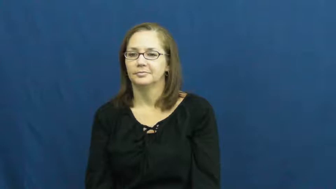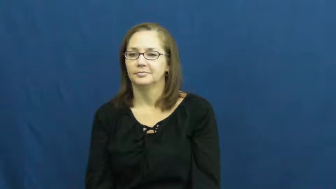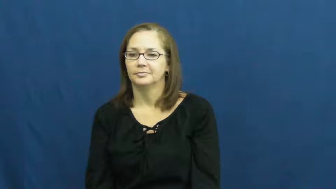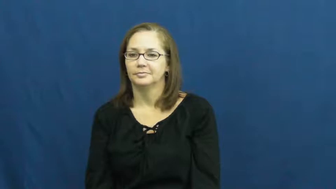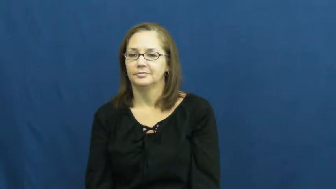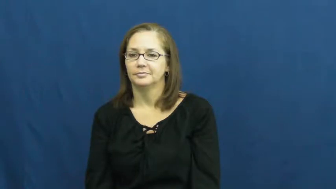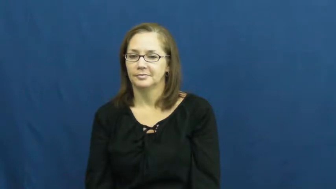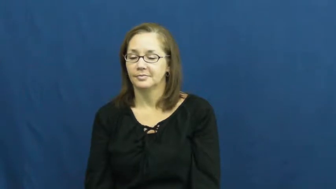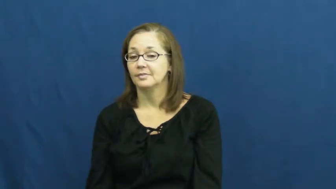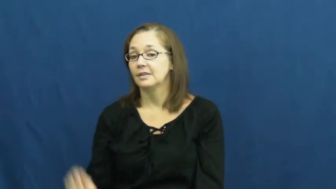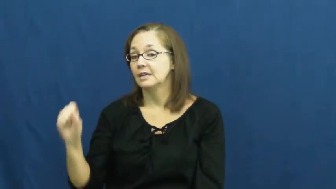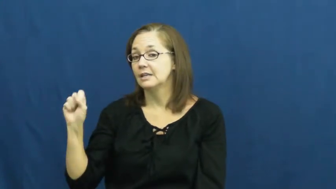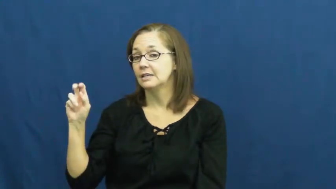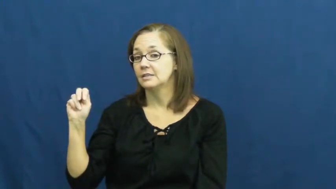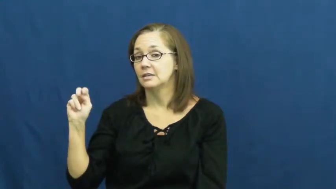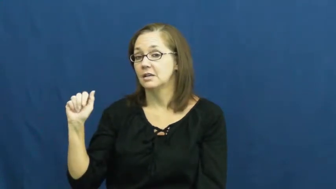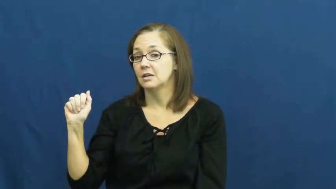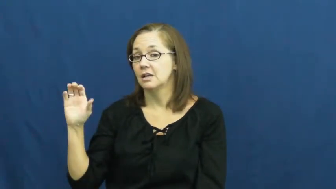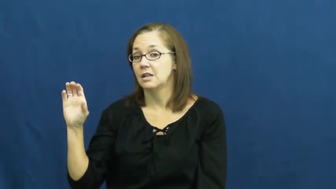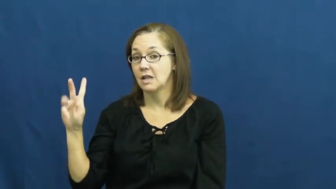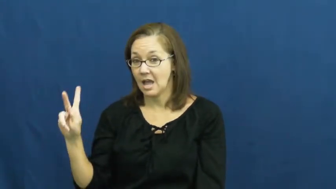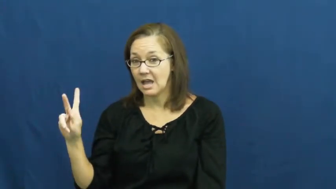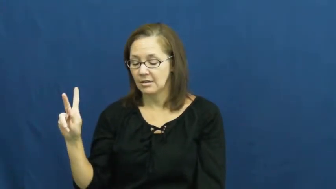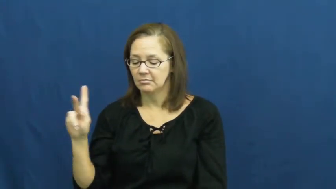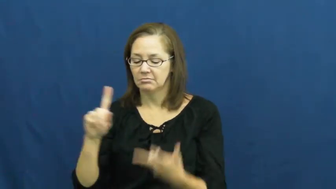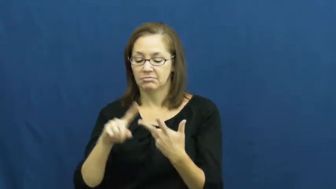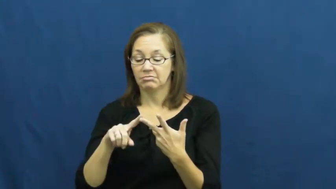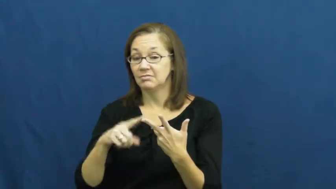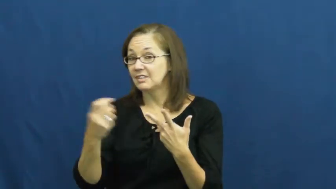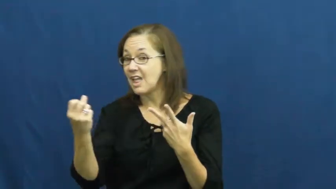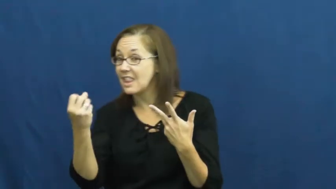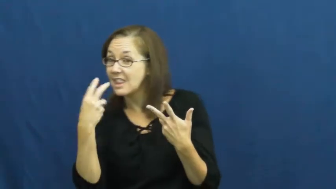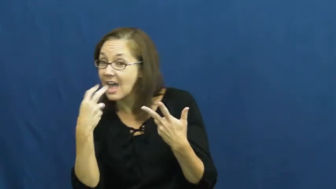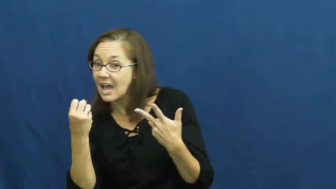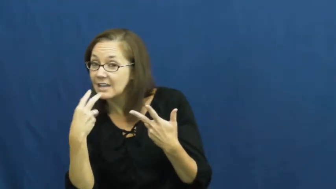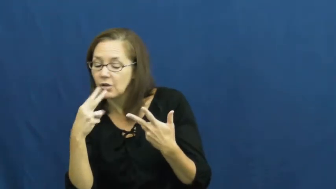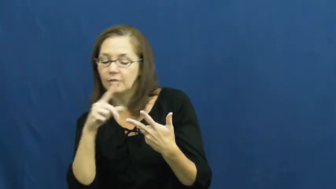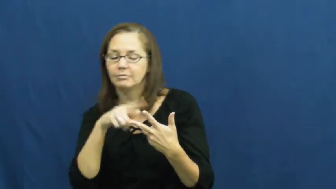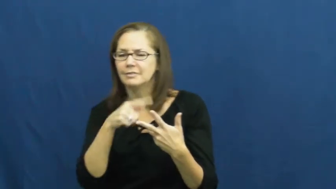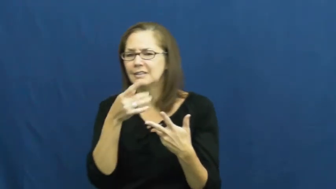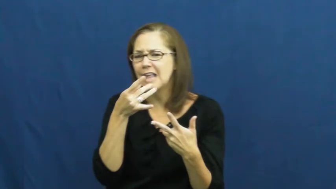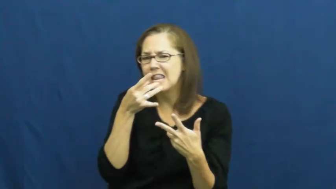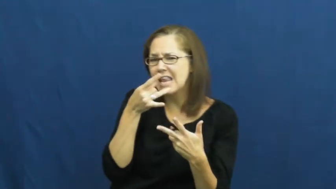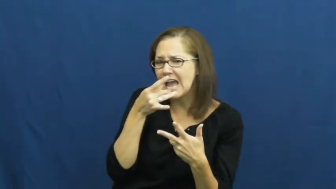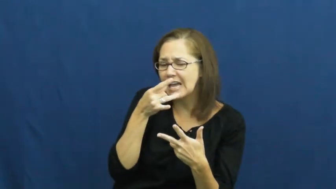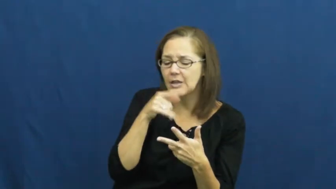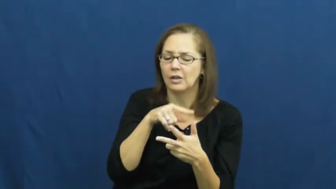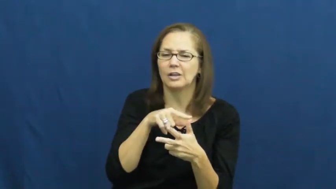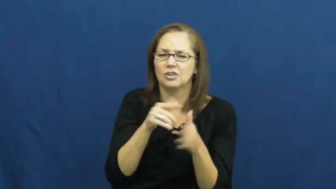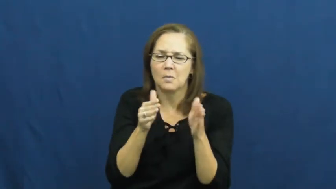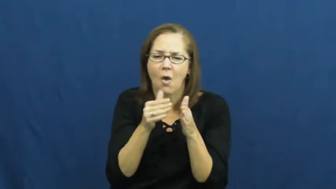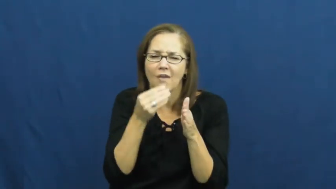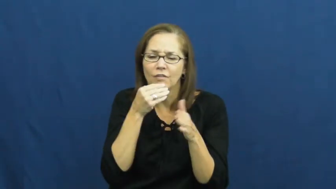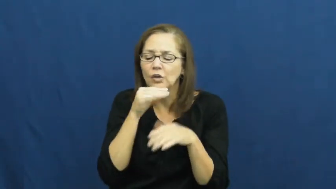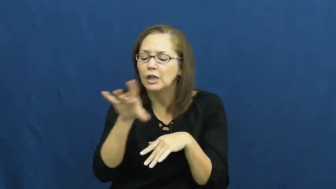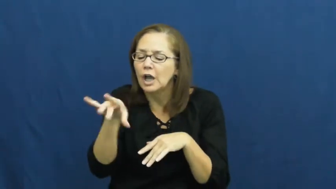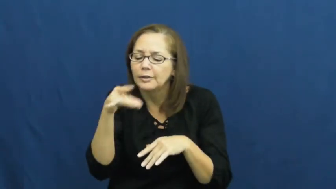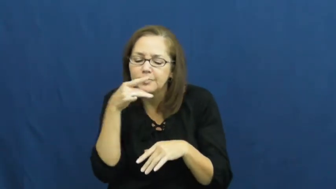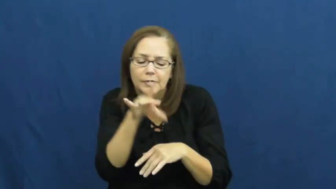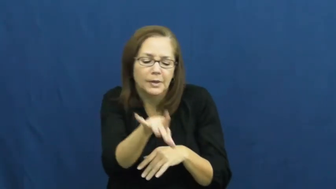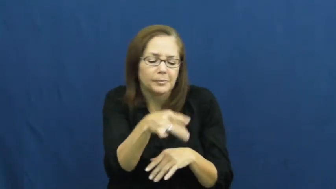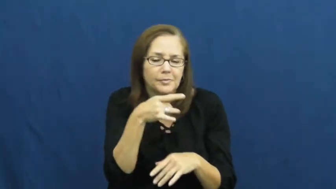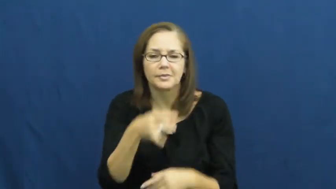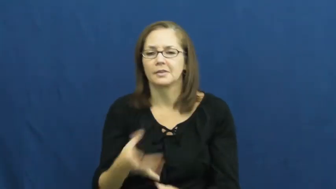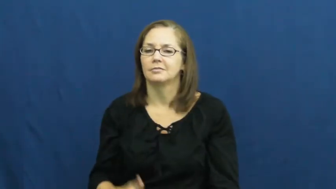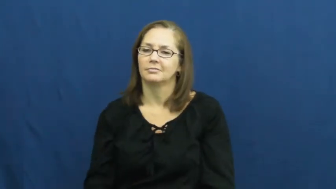snack